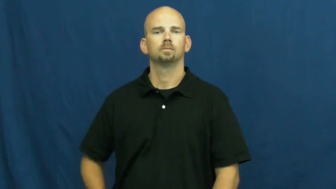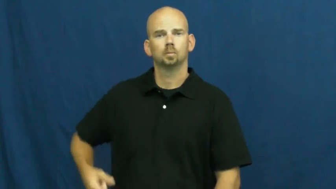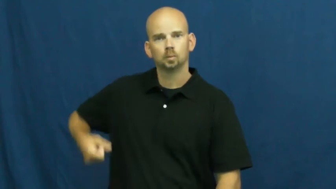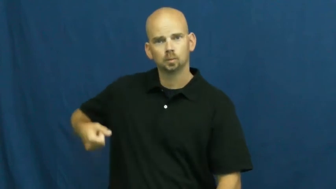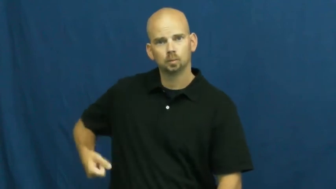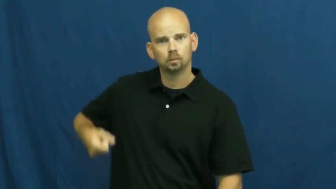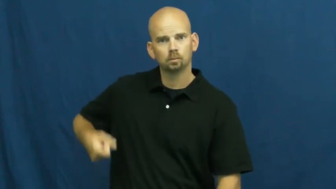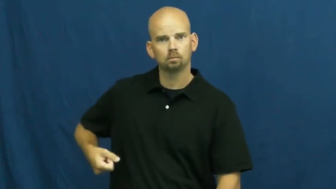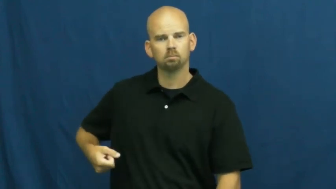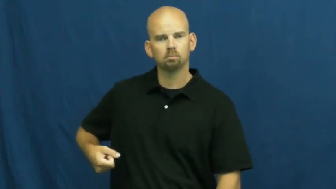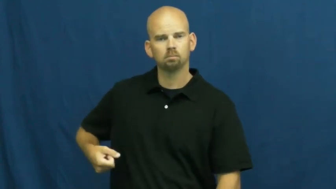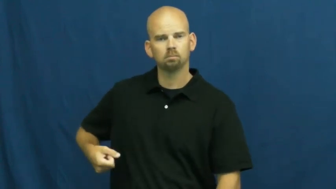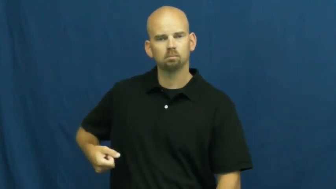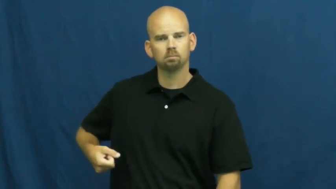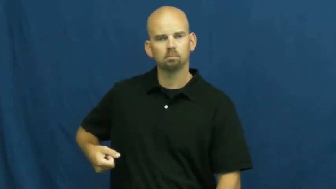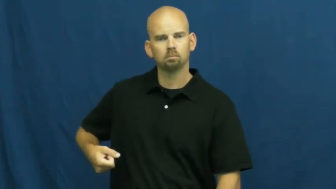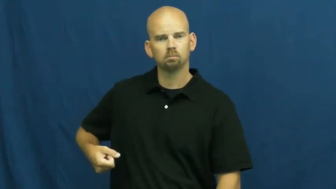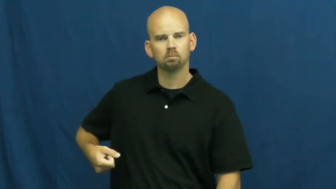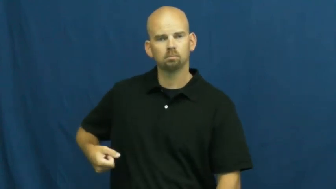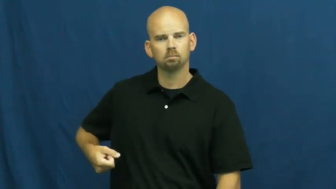carrier